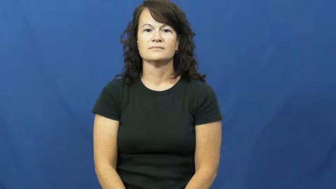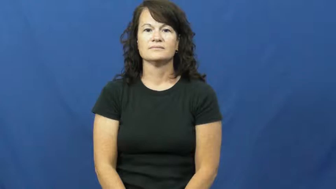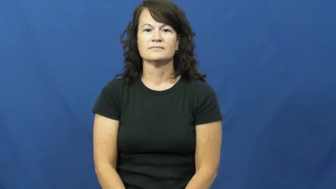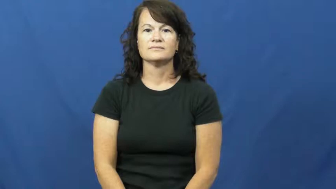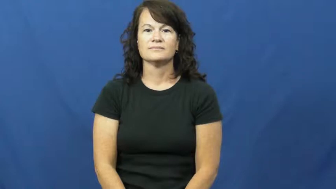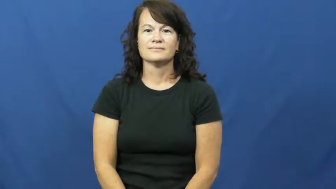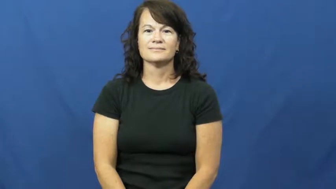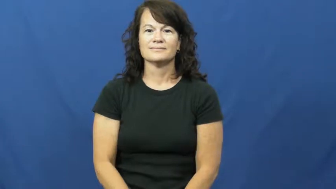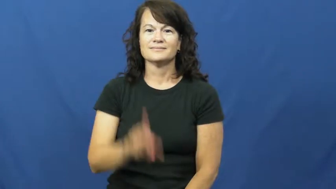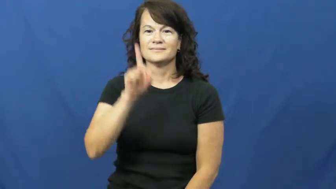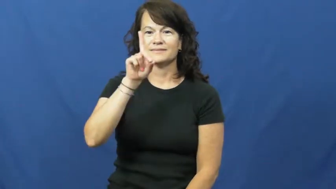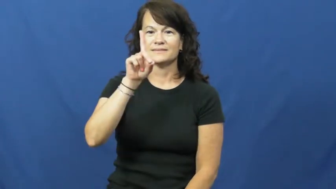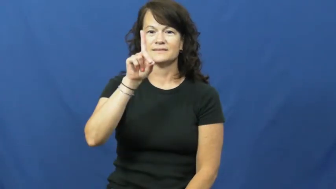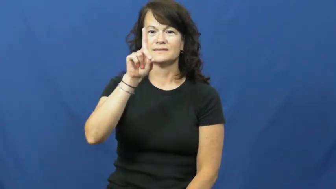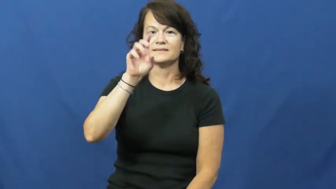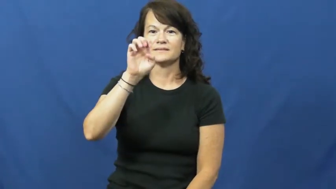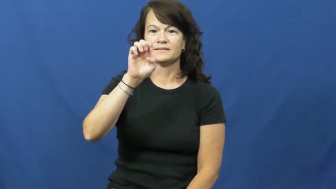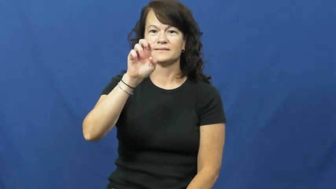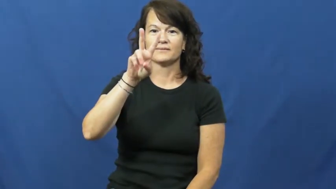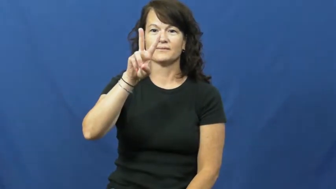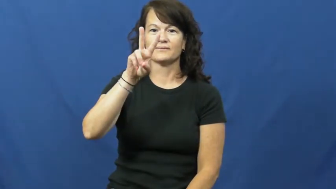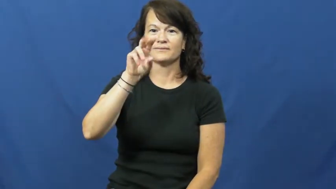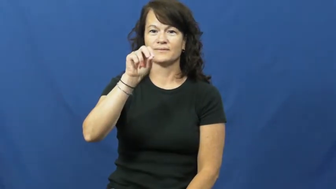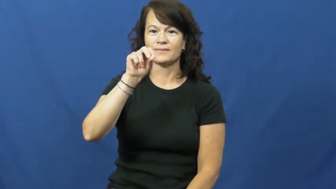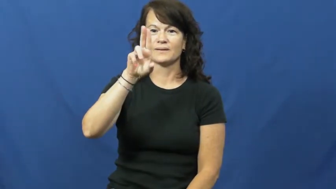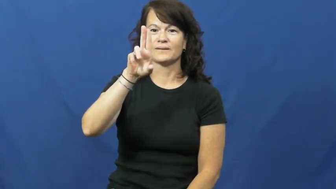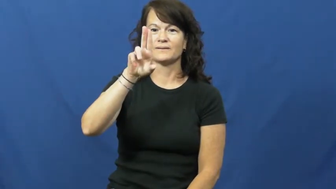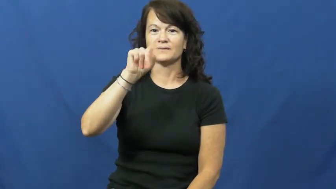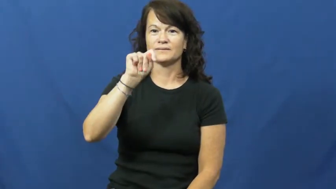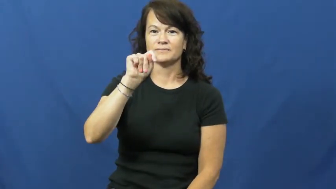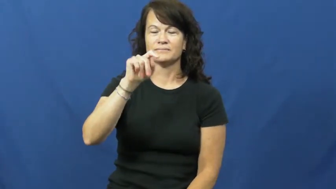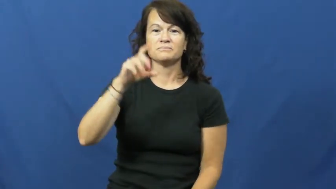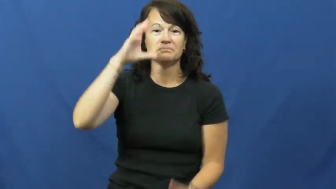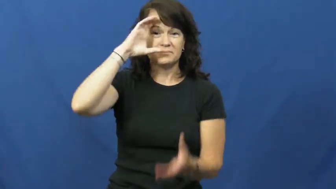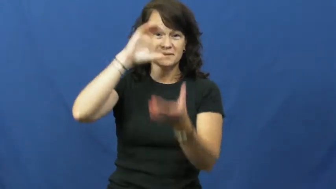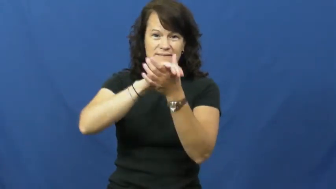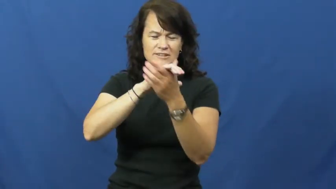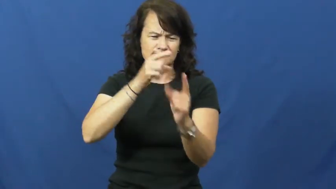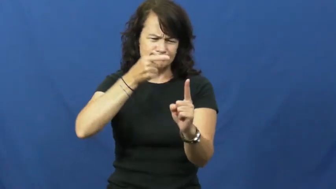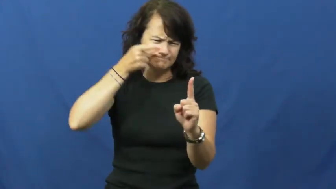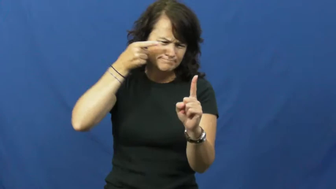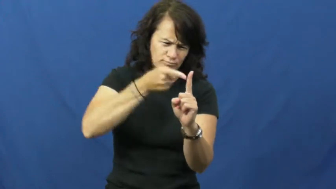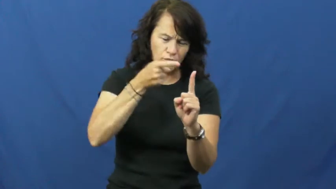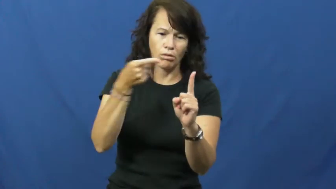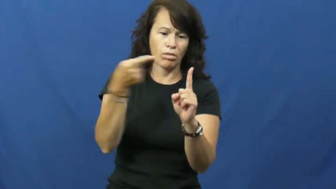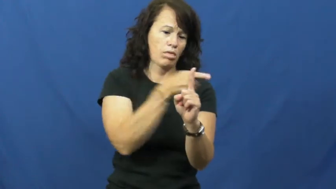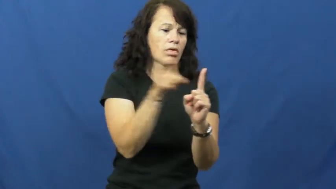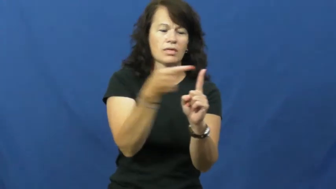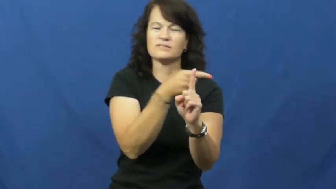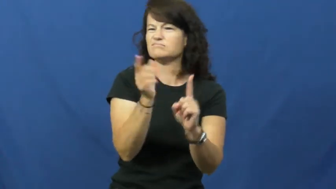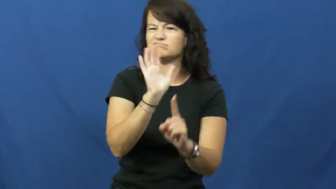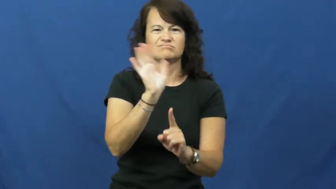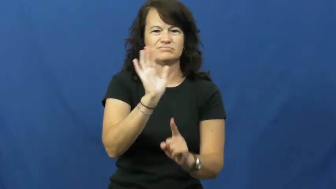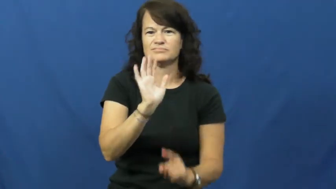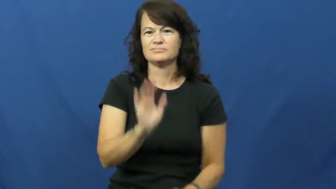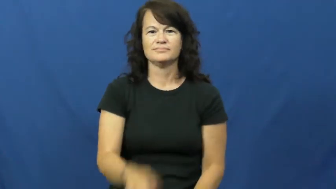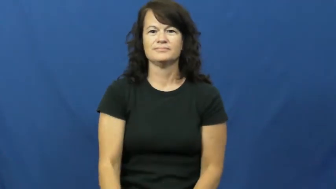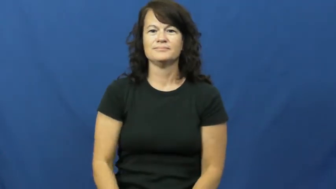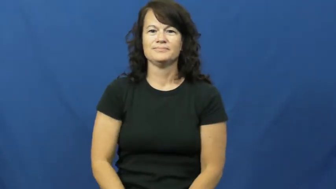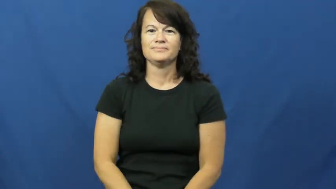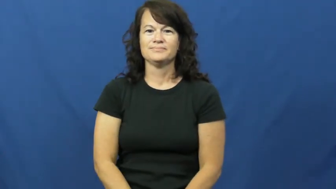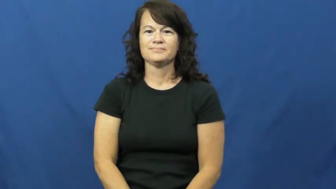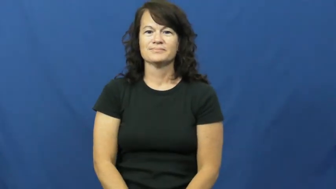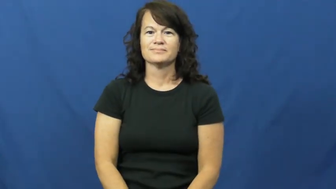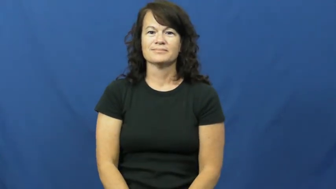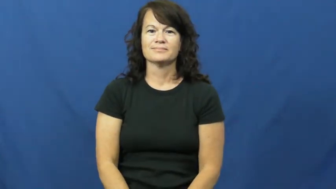devout